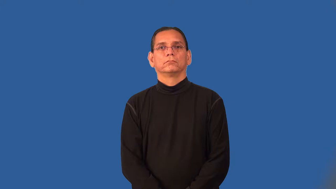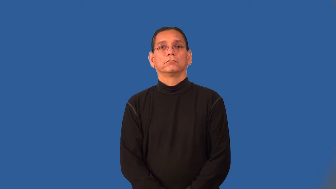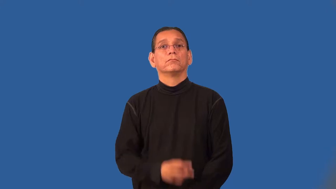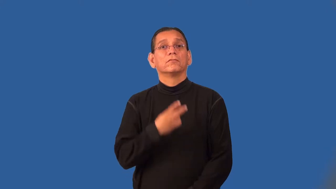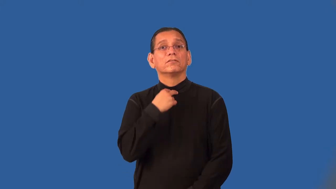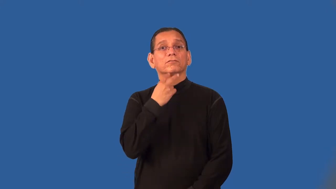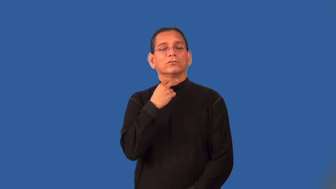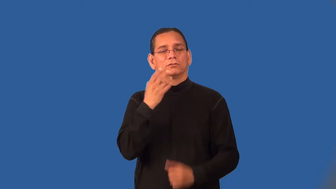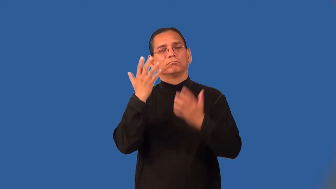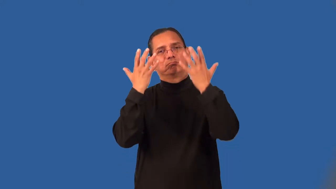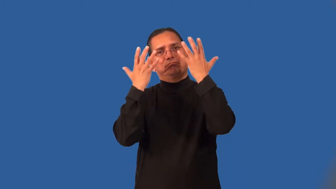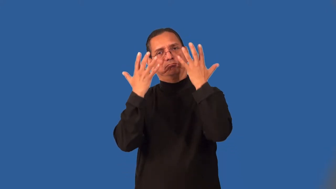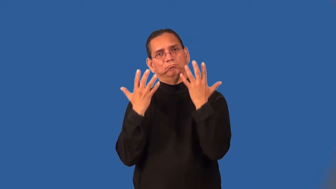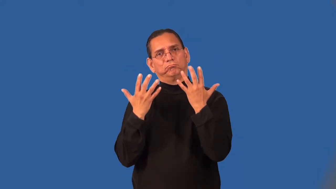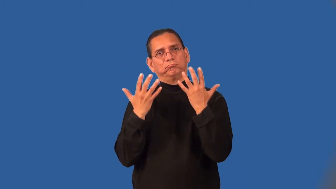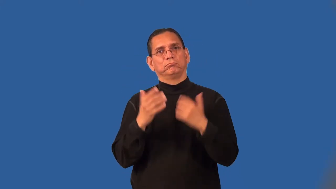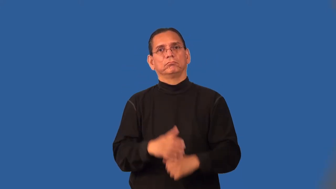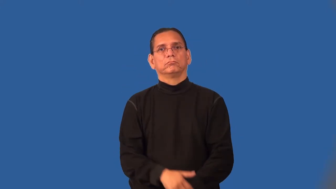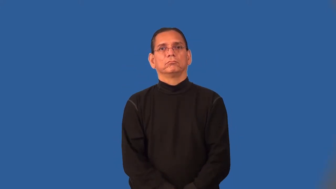plaintive